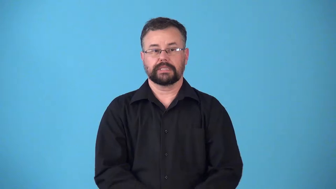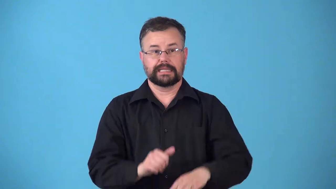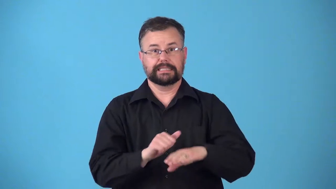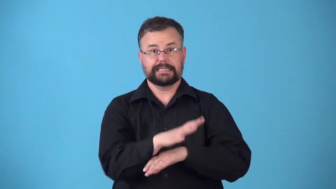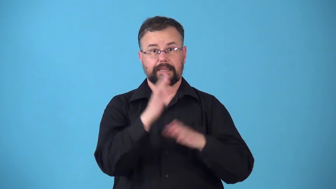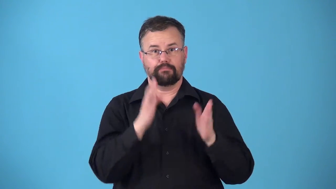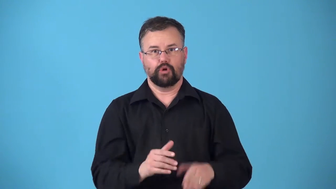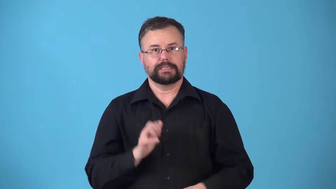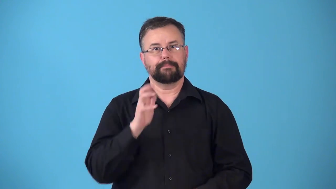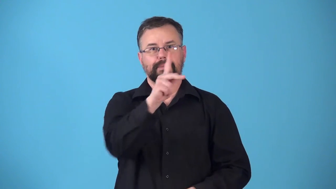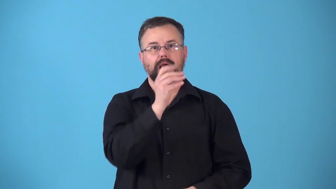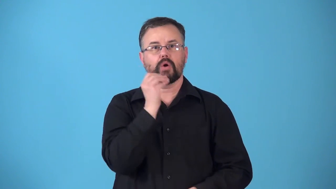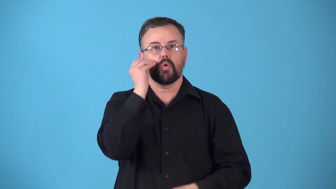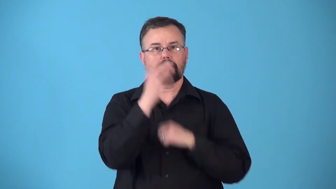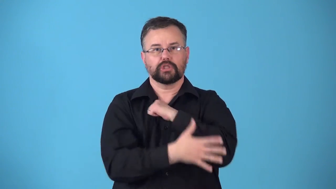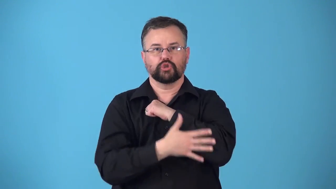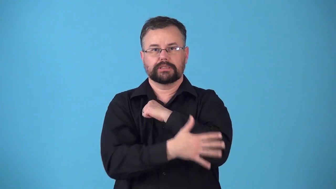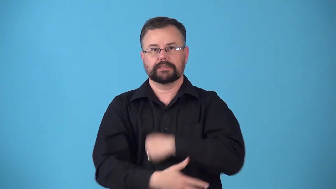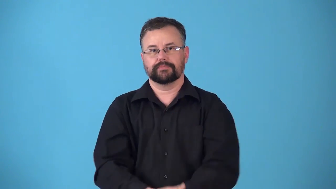repatriate